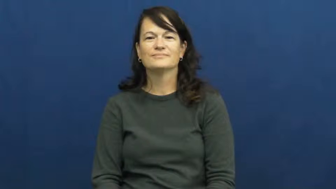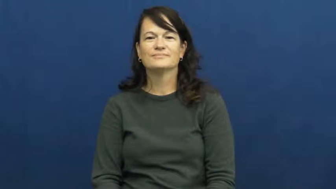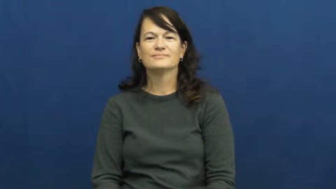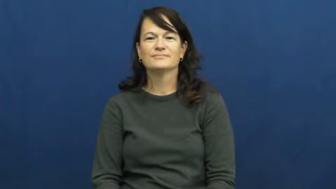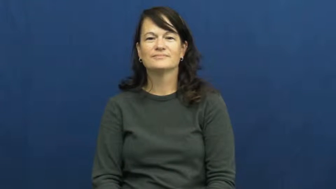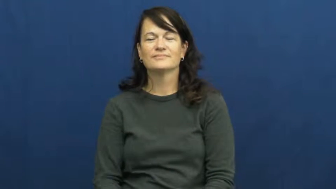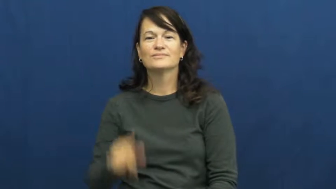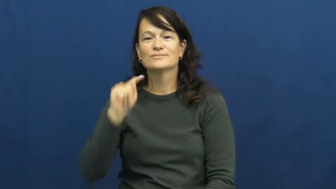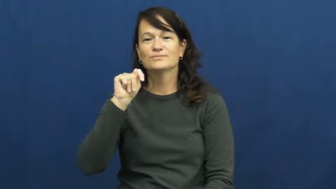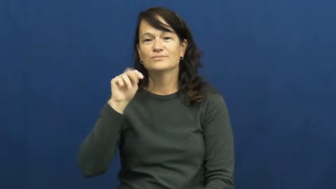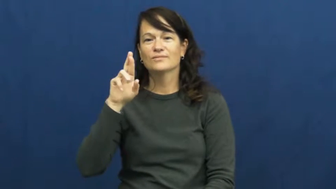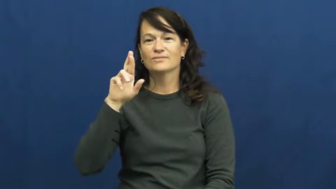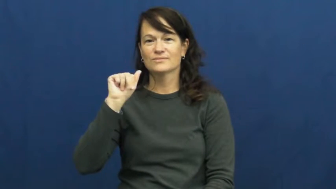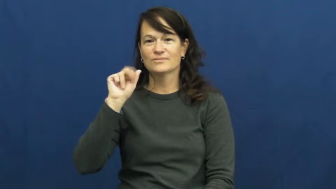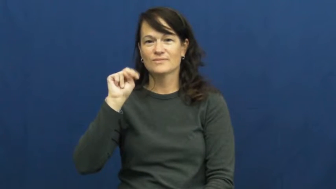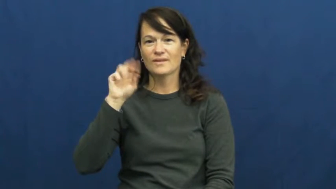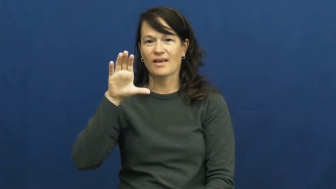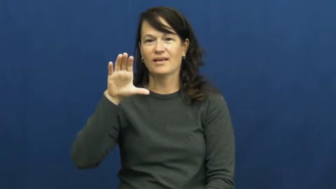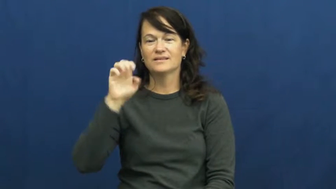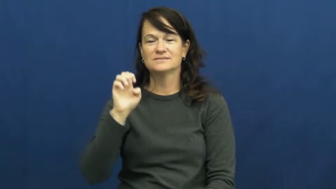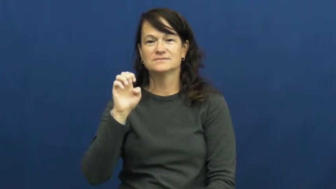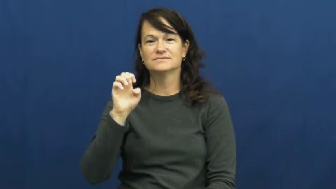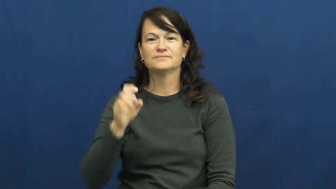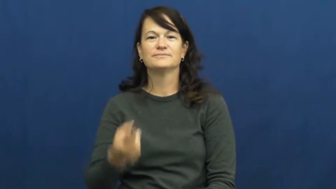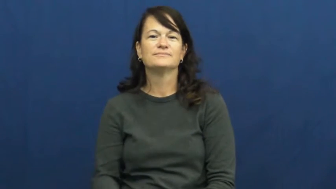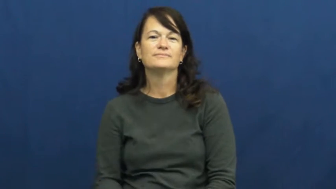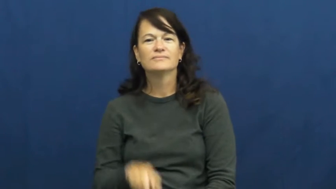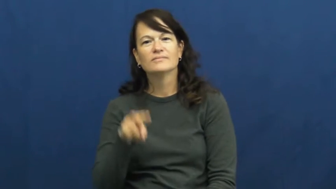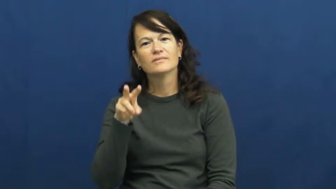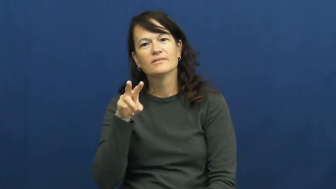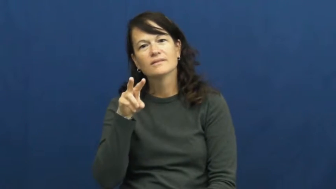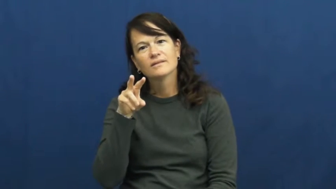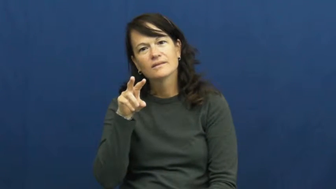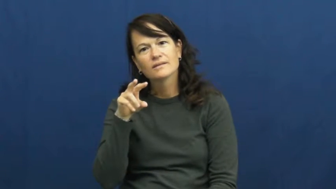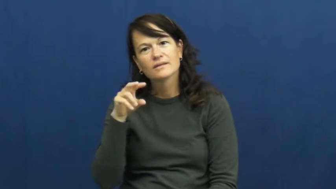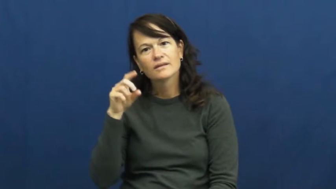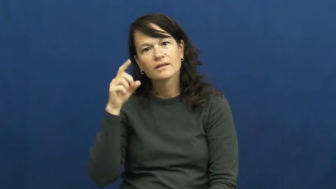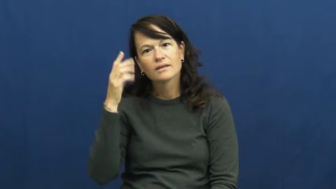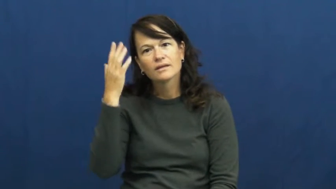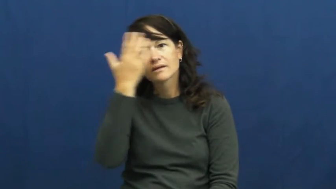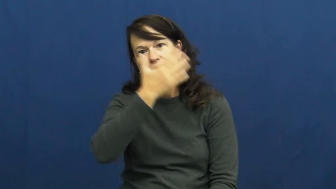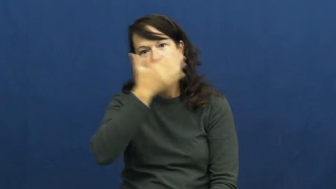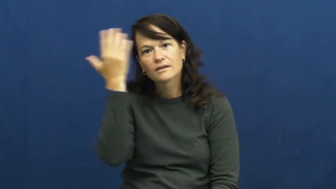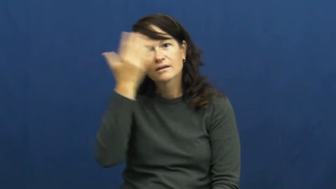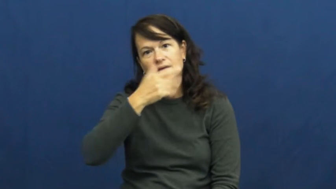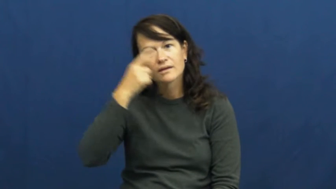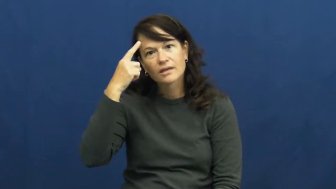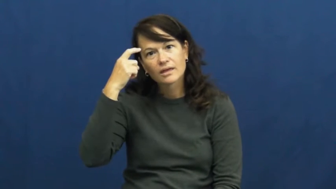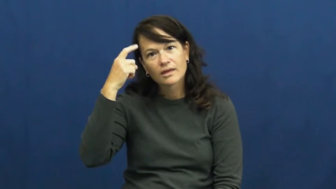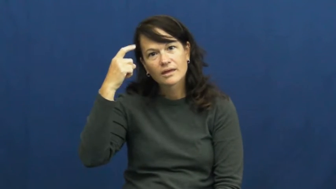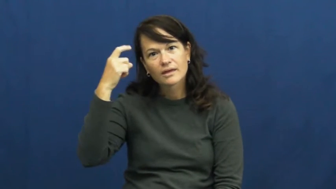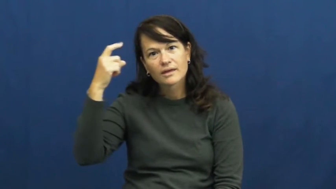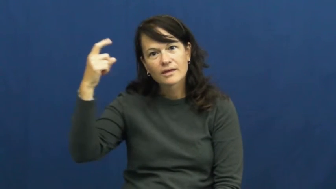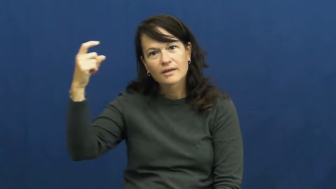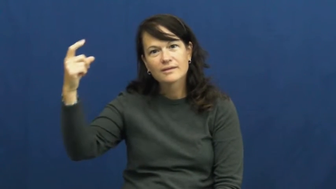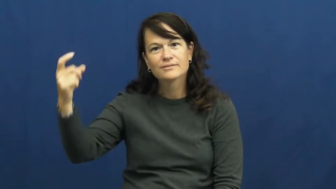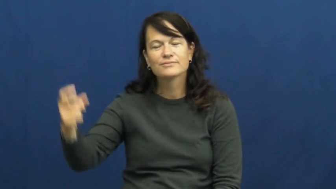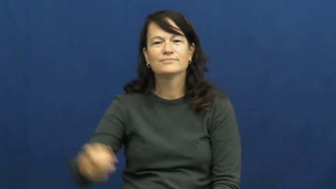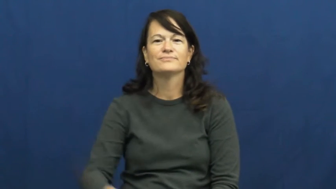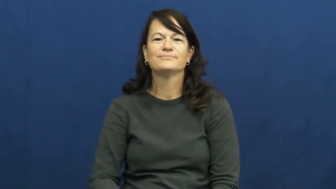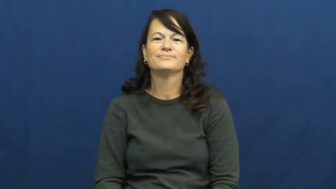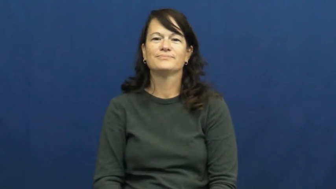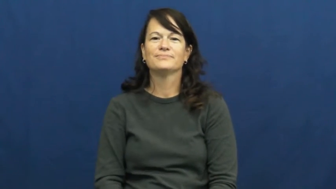trance